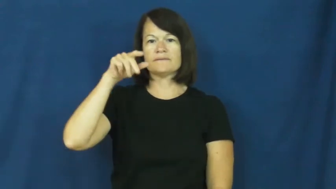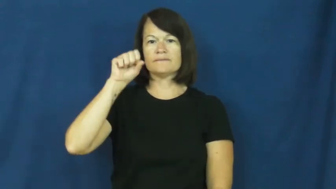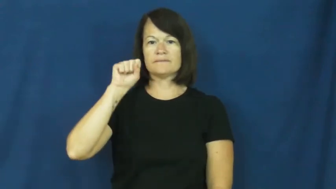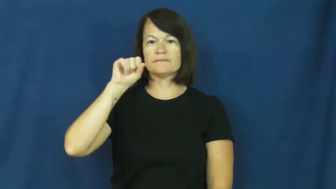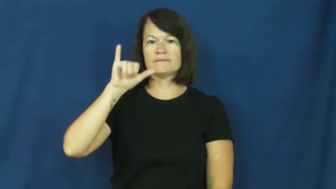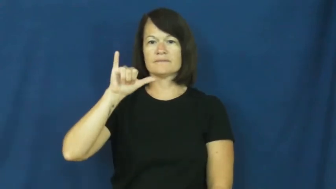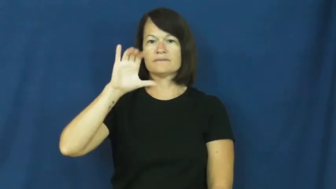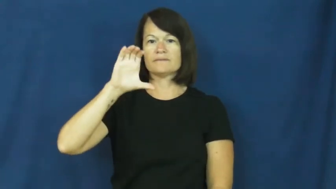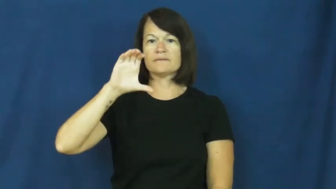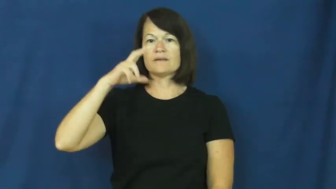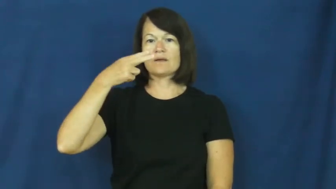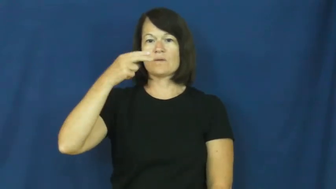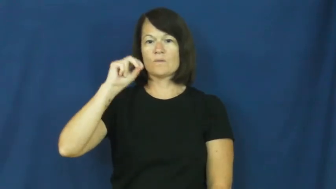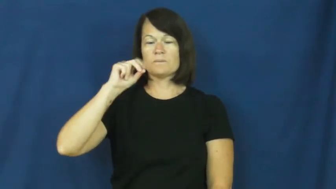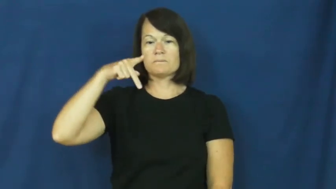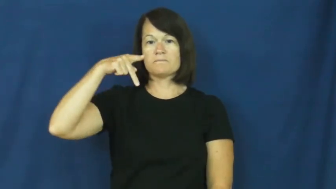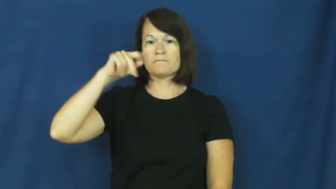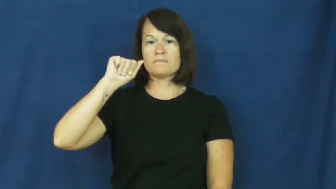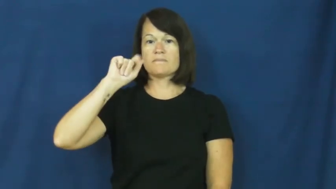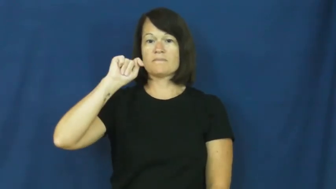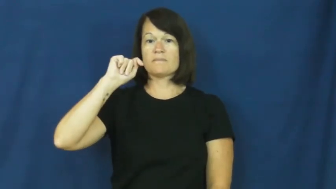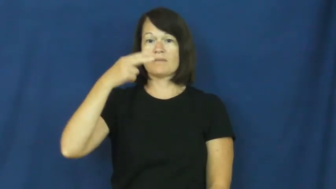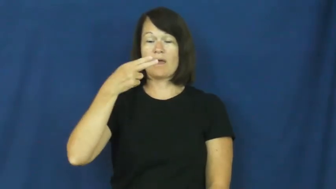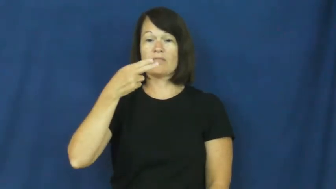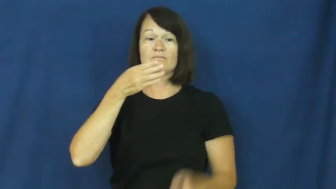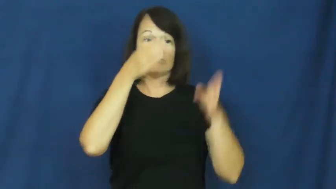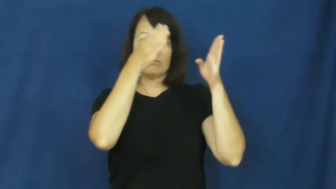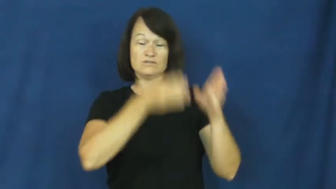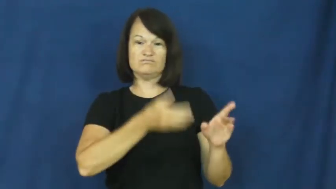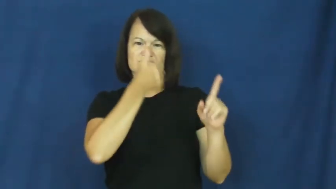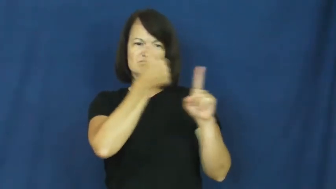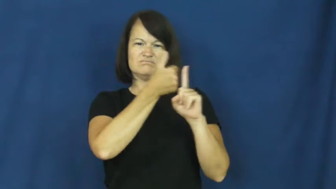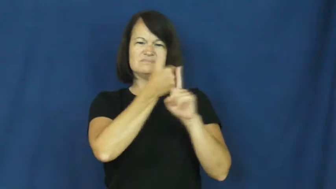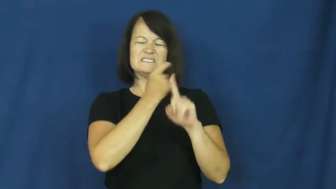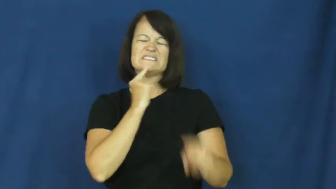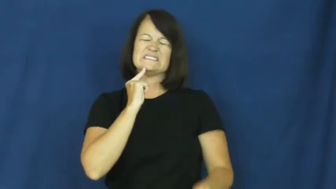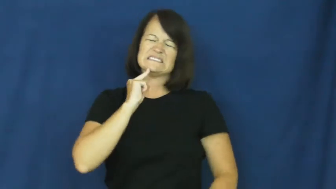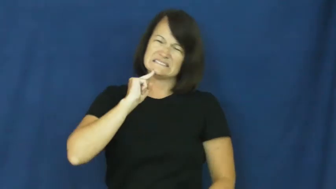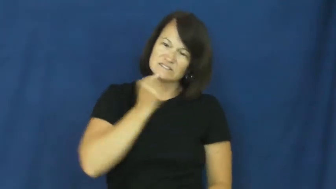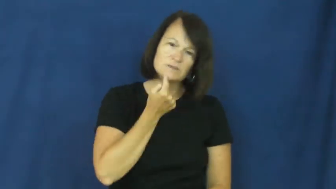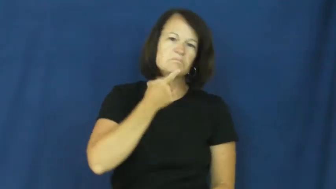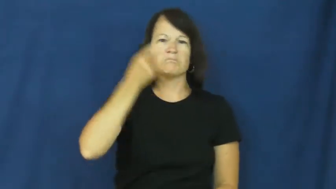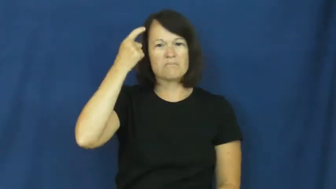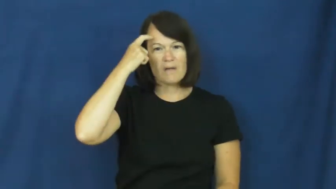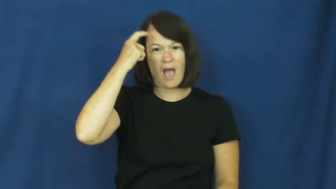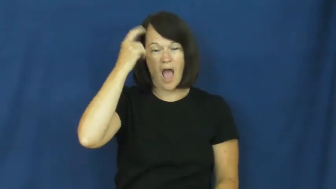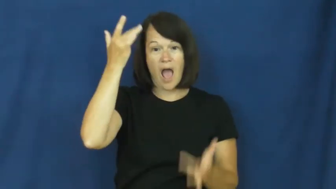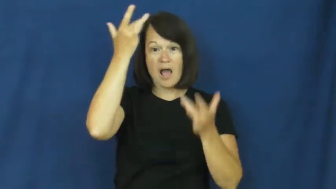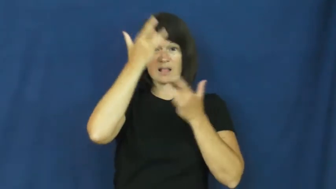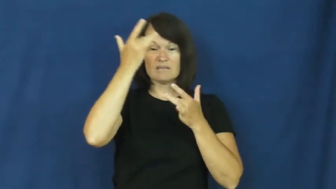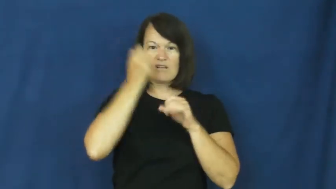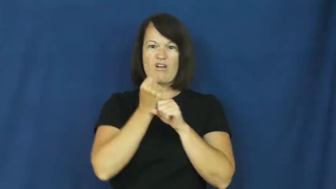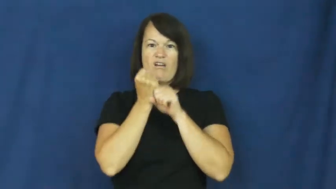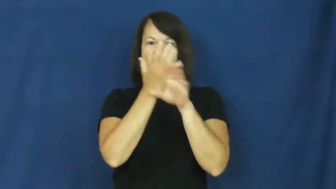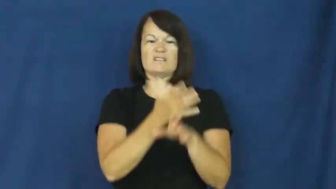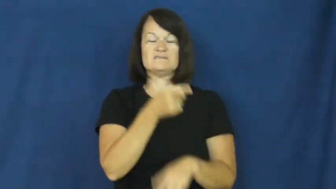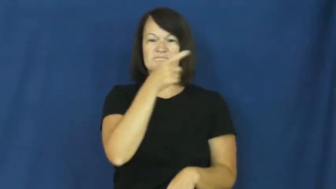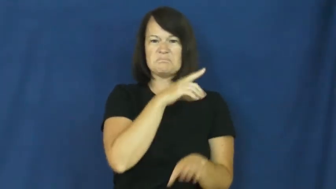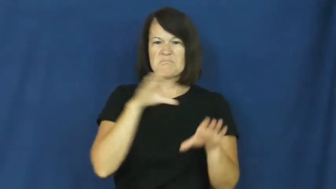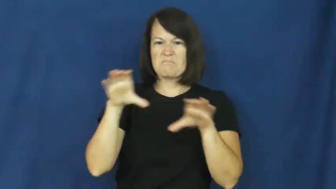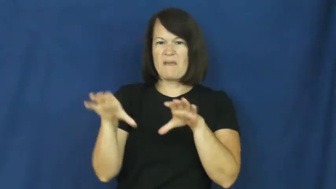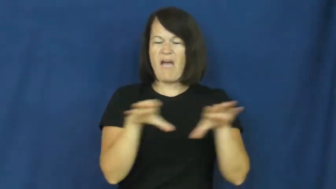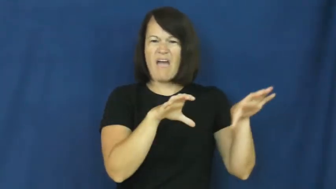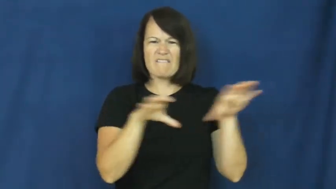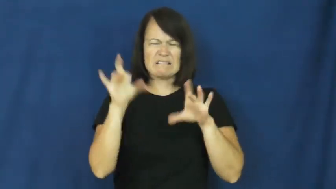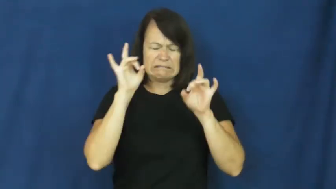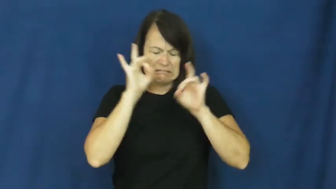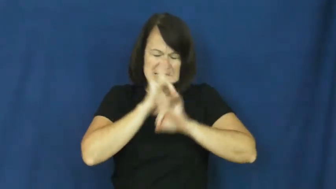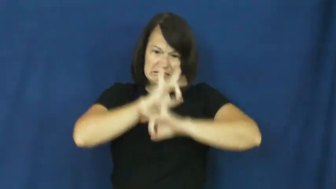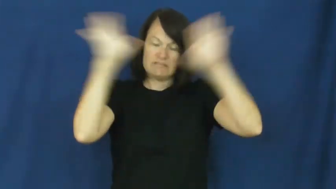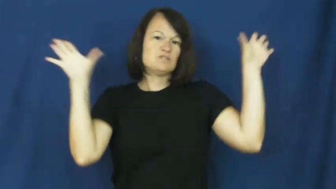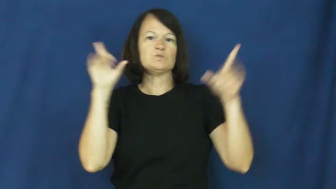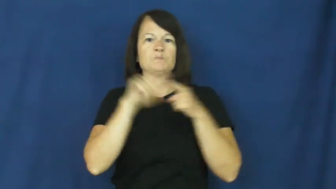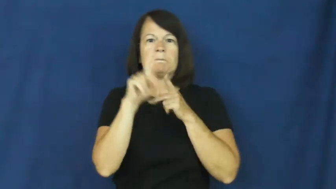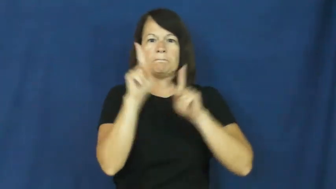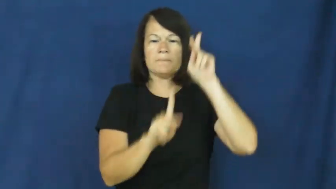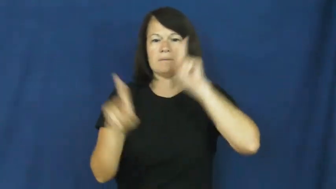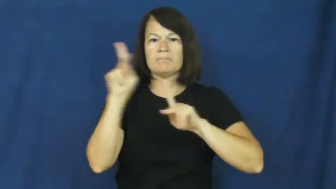psychopath